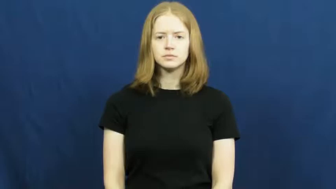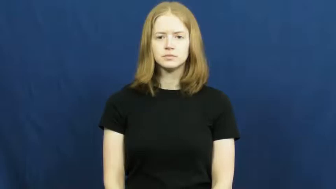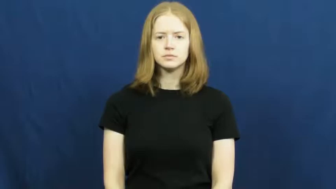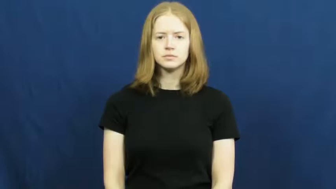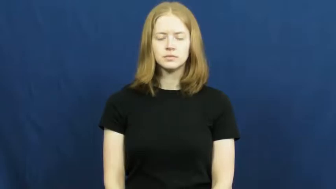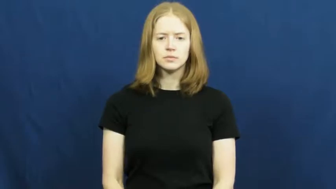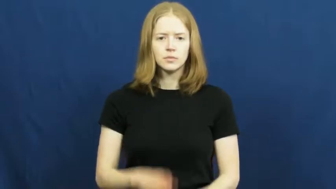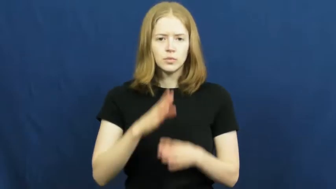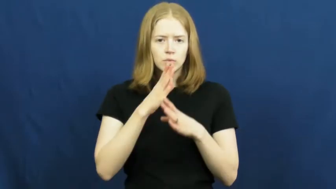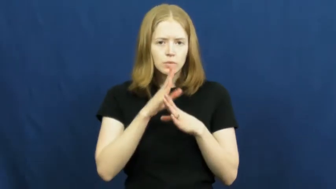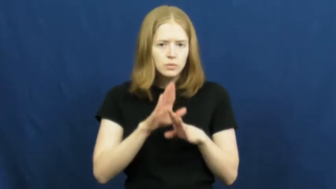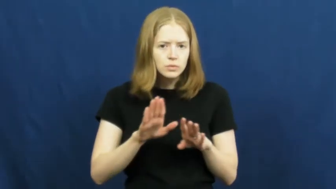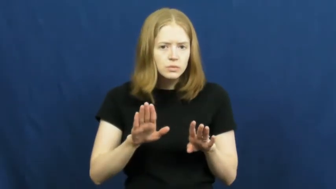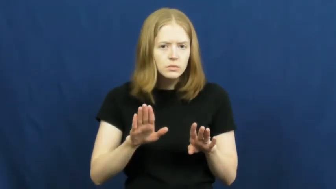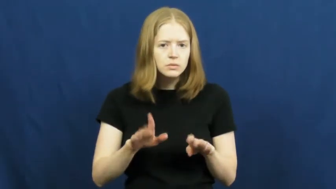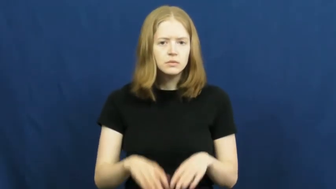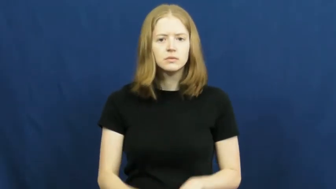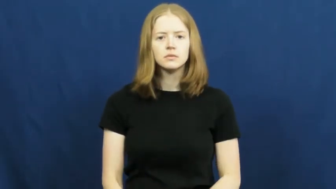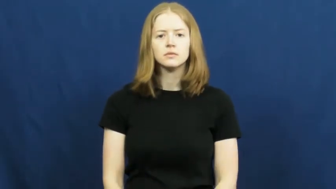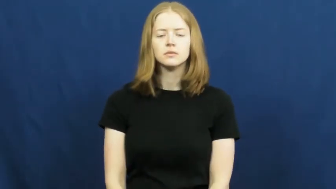quiet,silent,pianissimo,quiescent